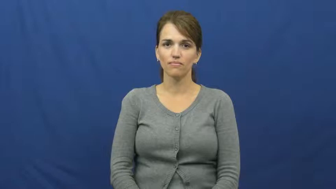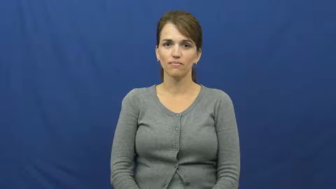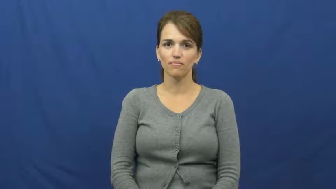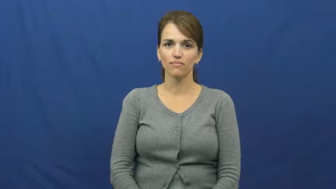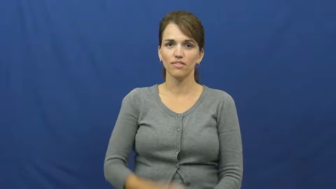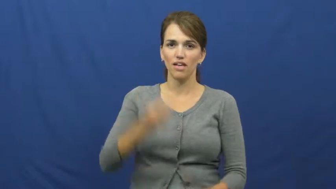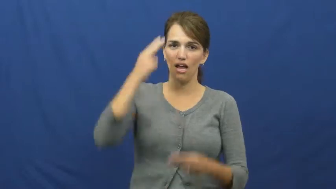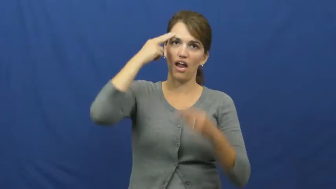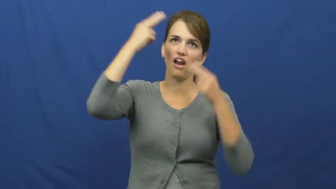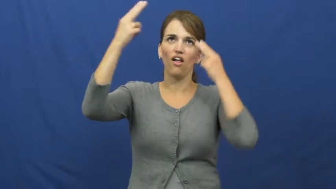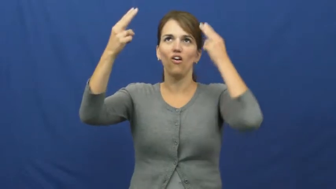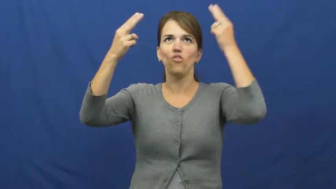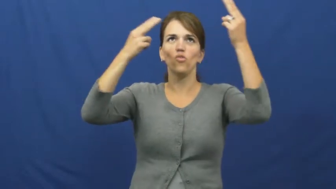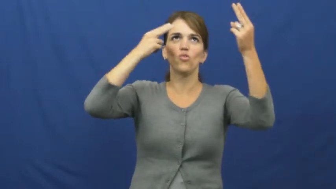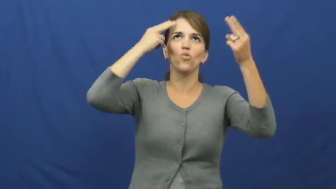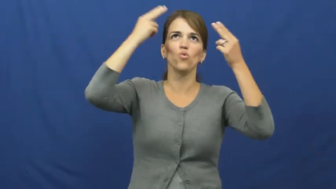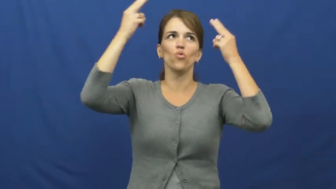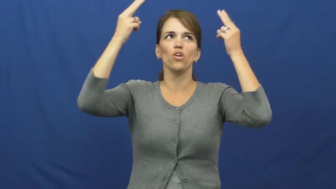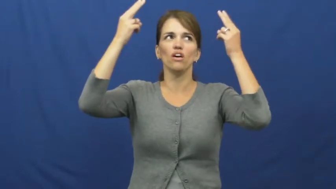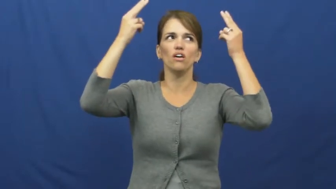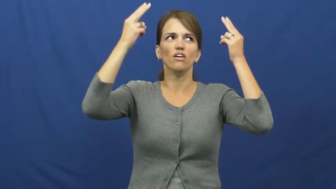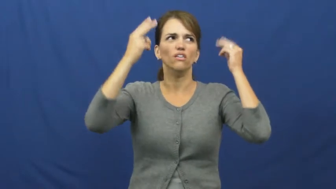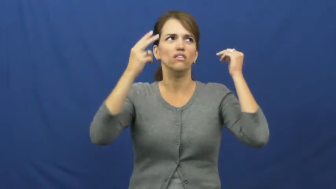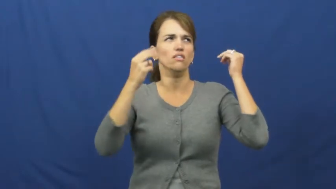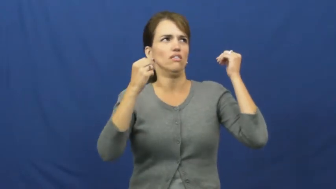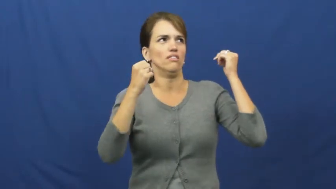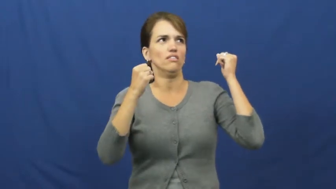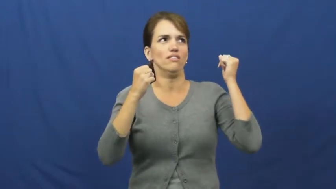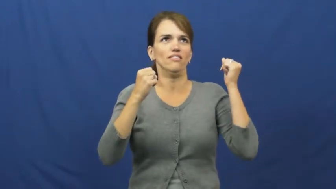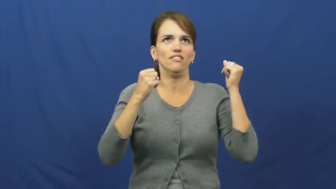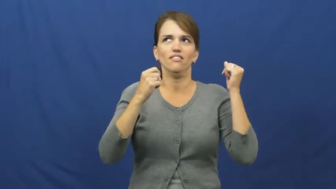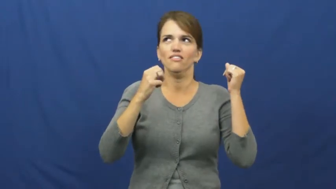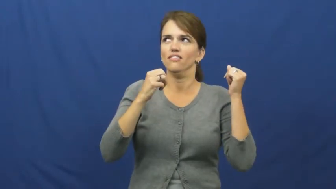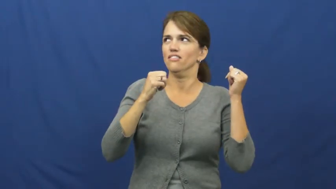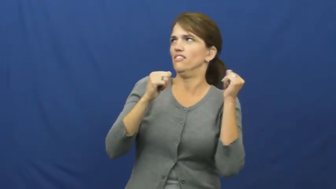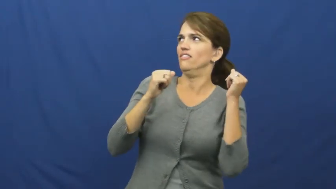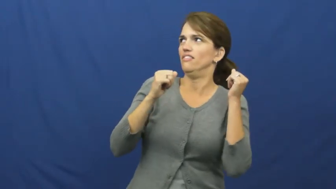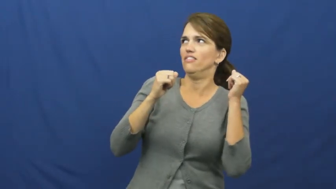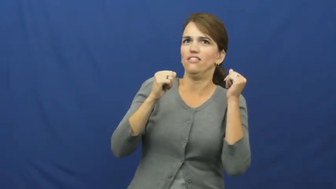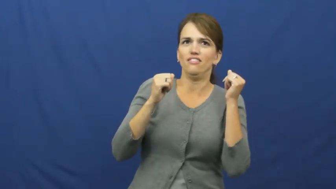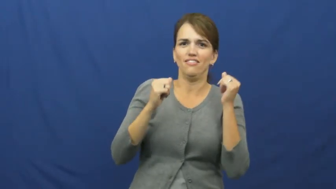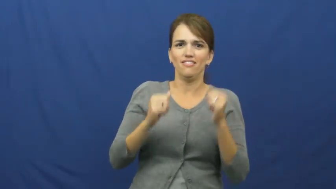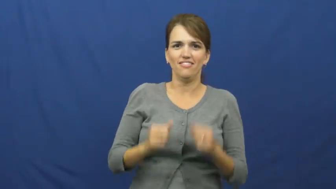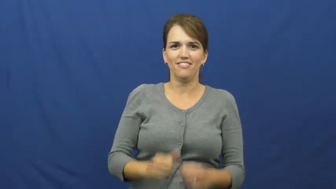hallucinate